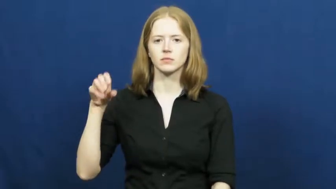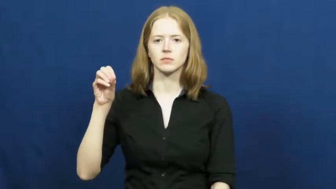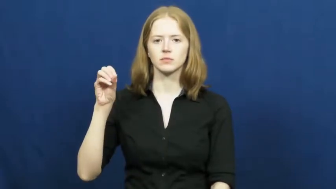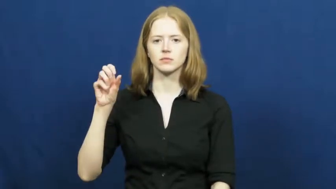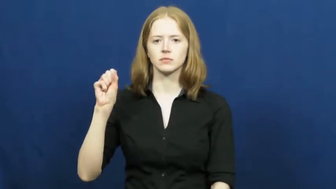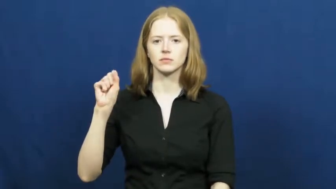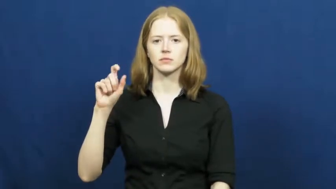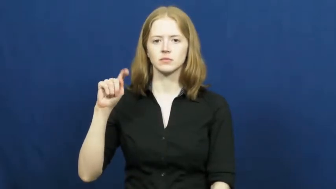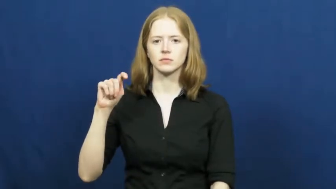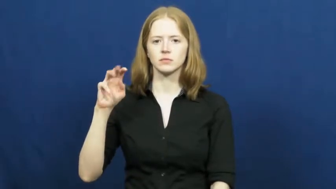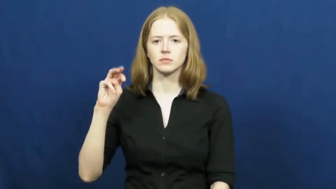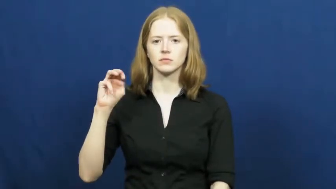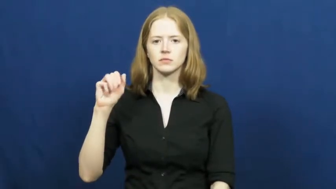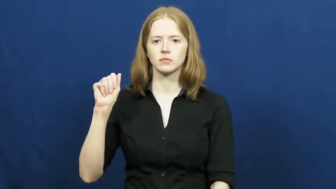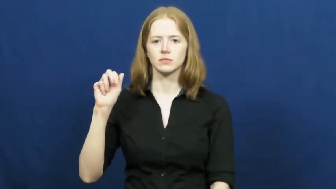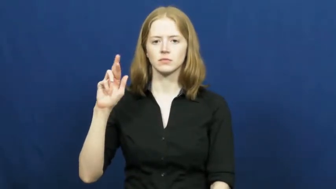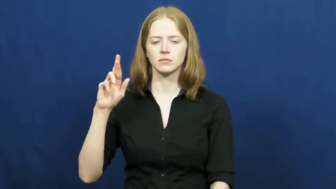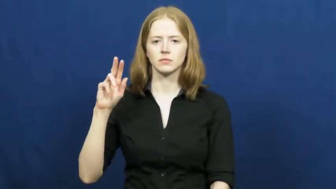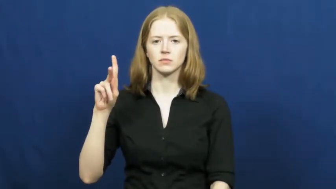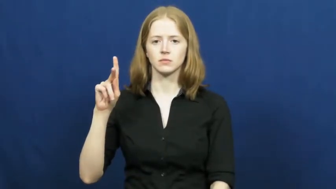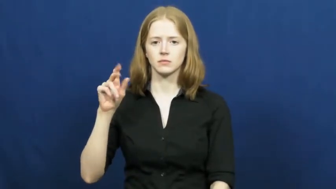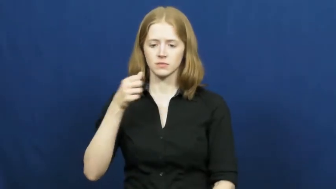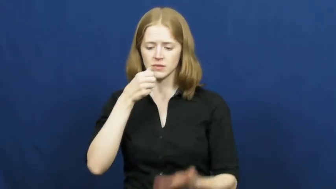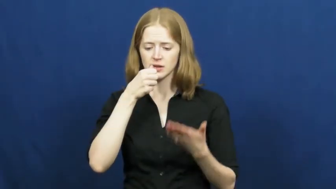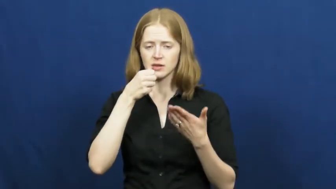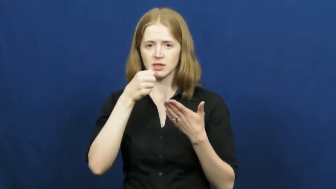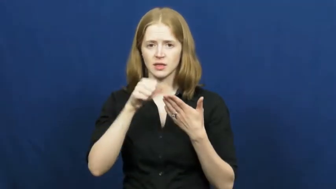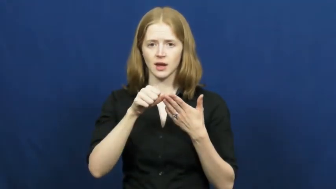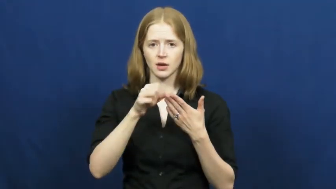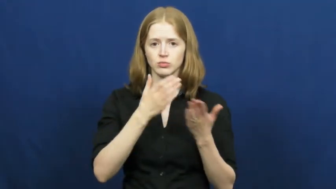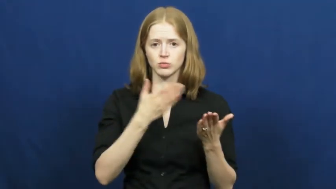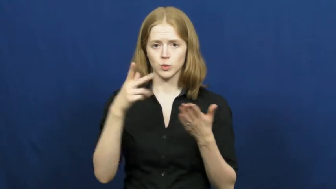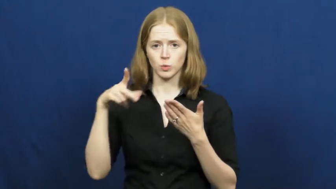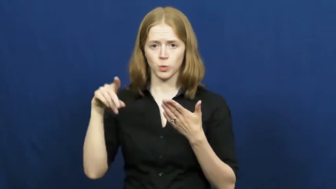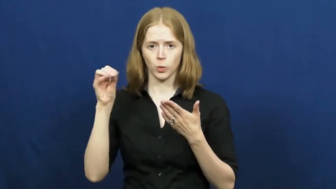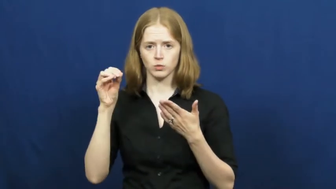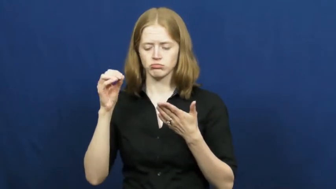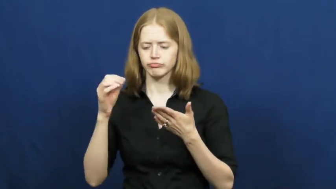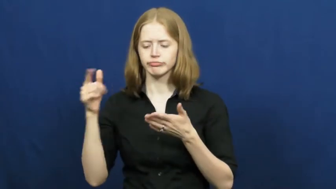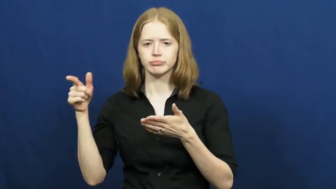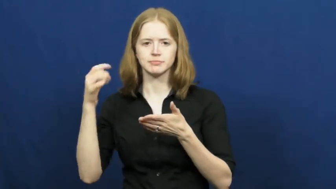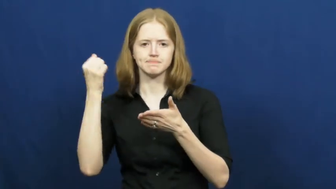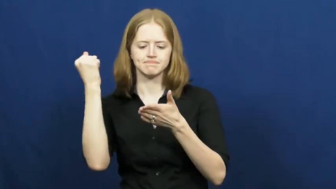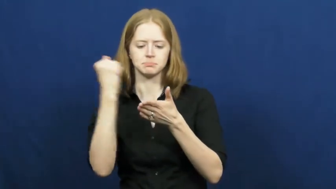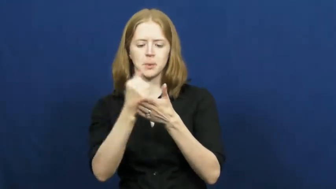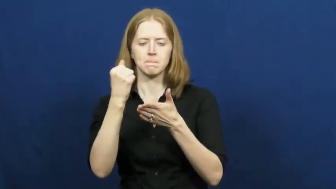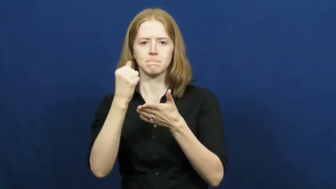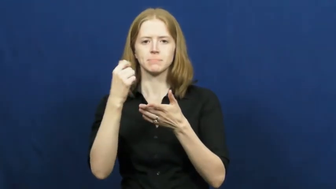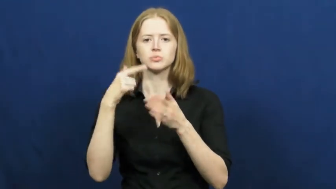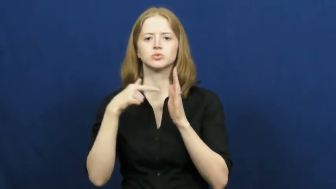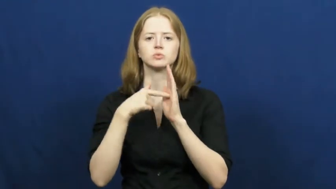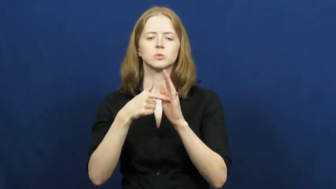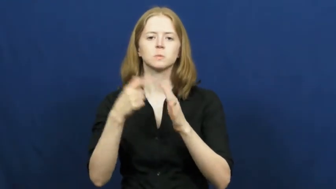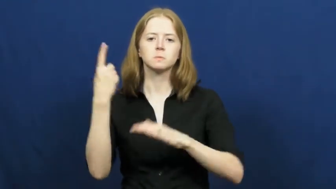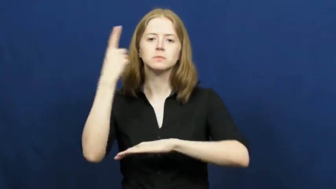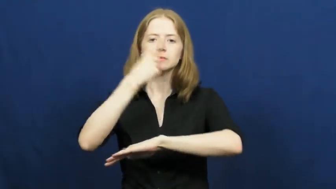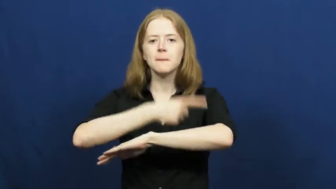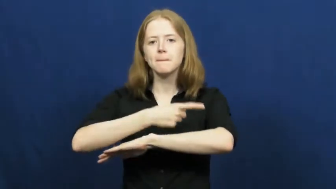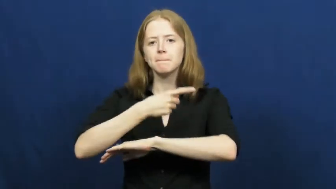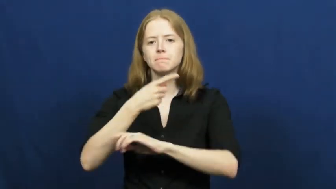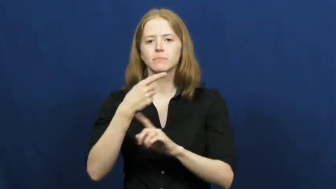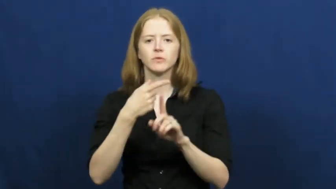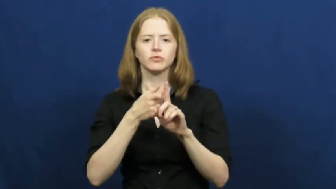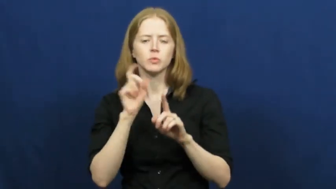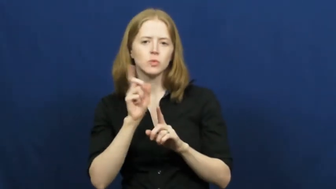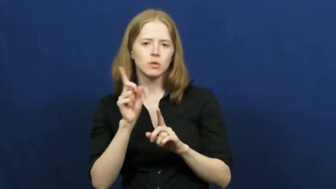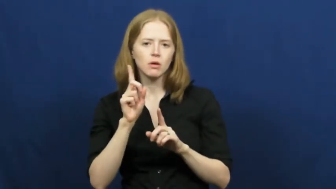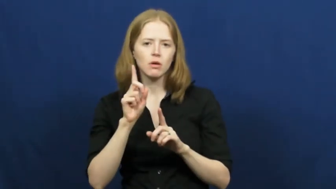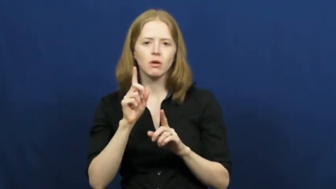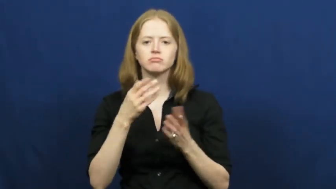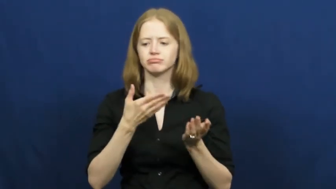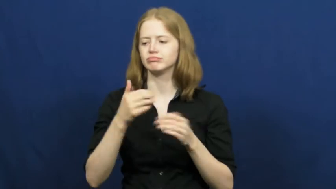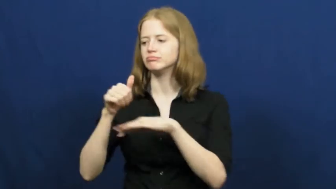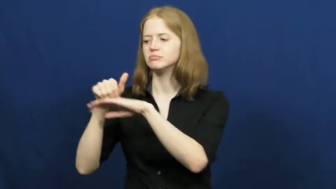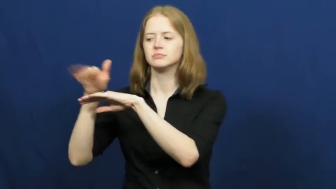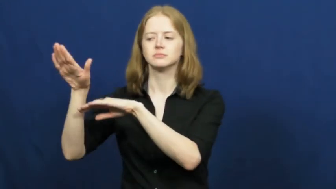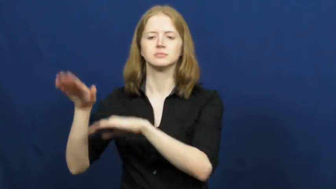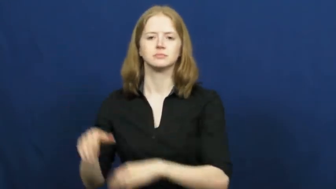postmark